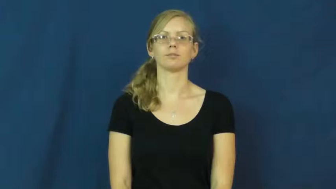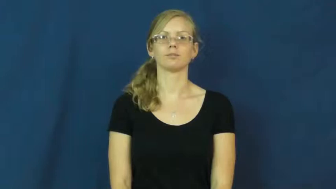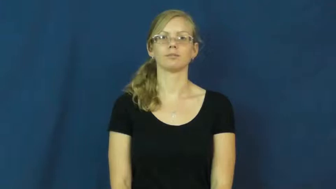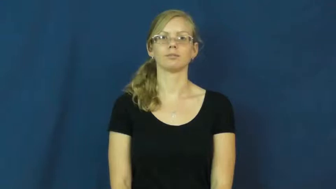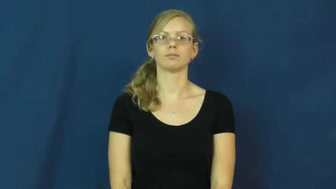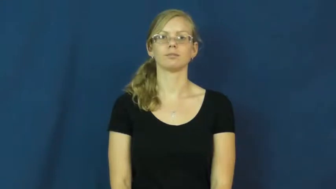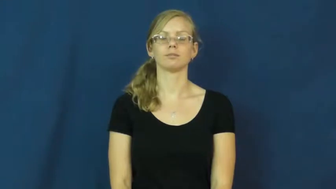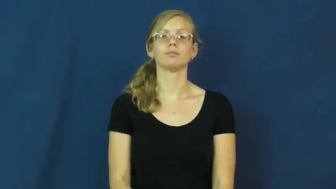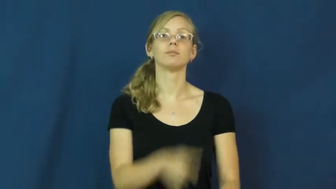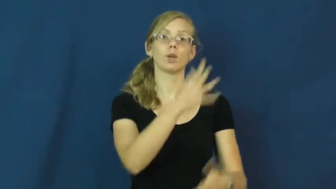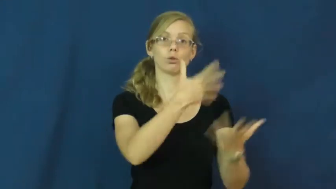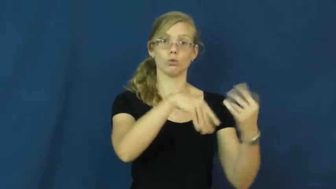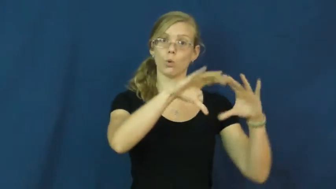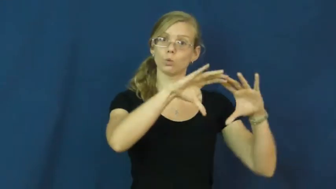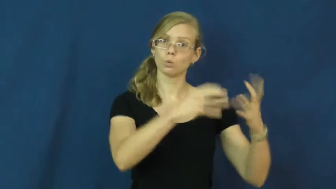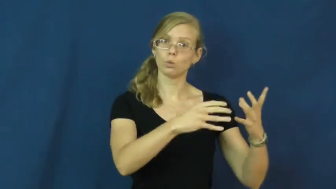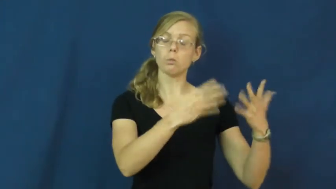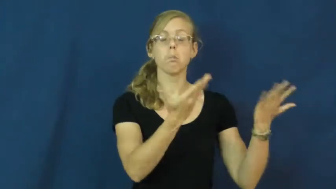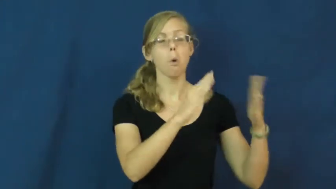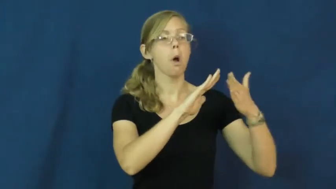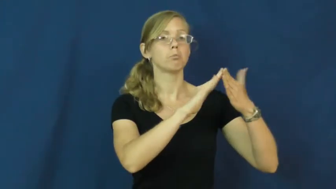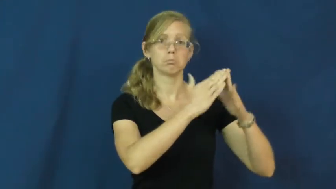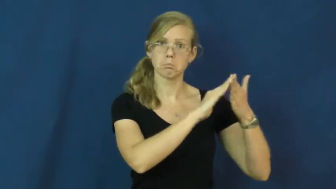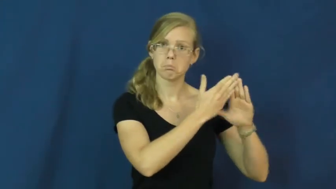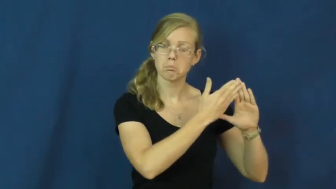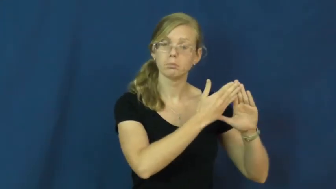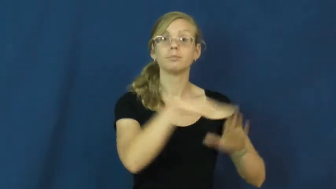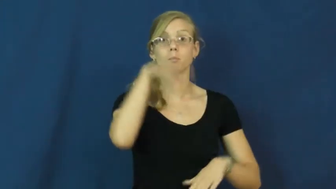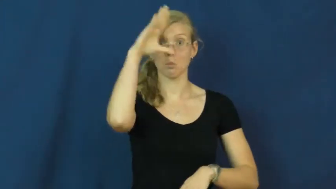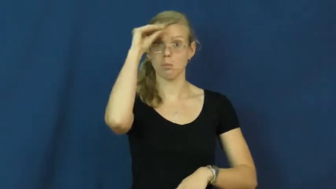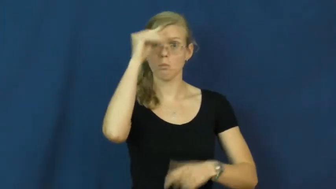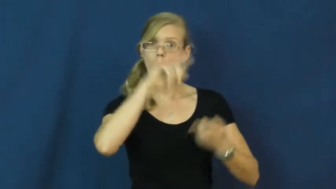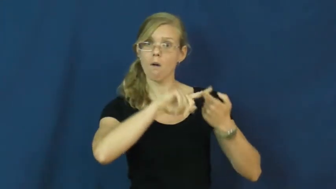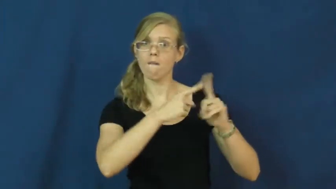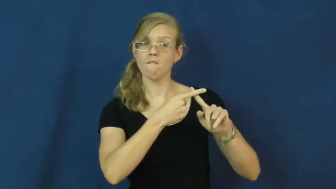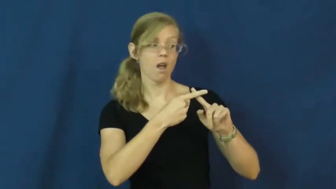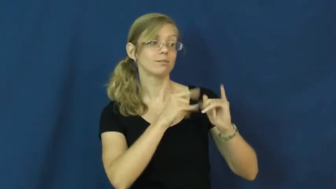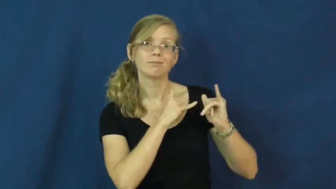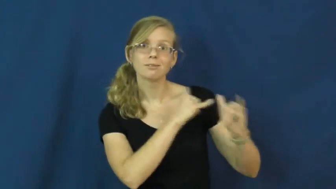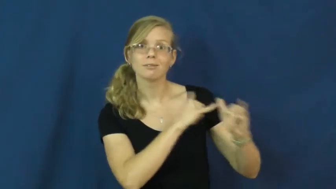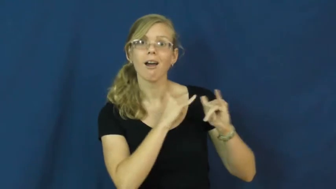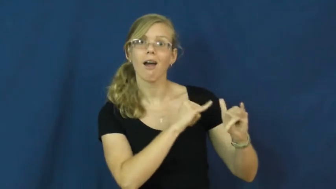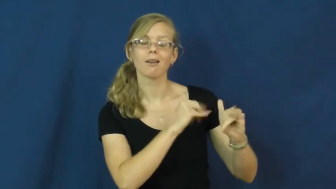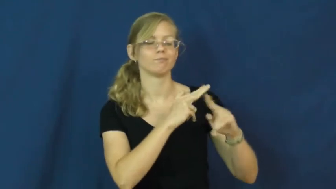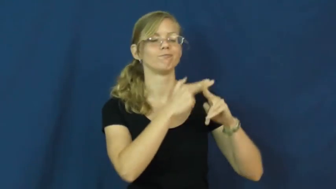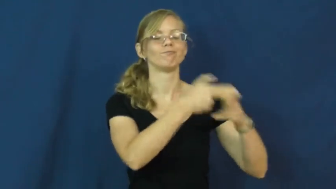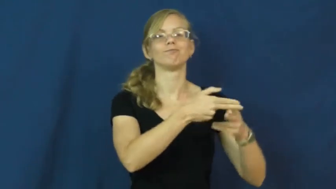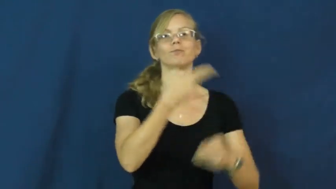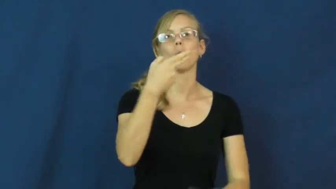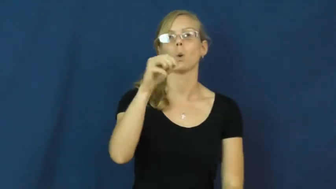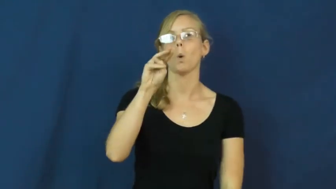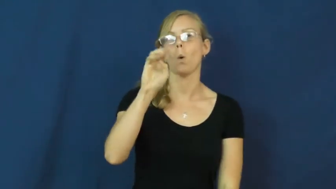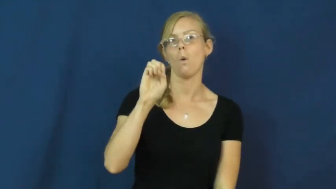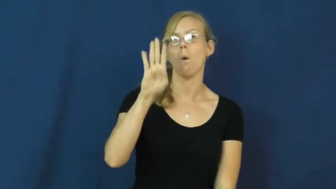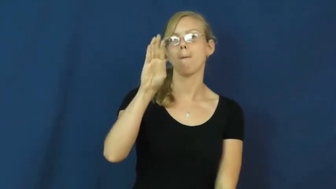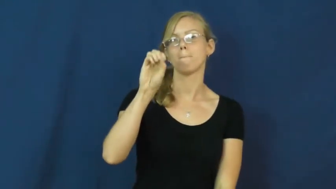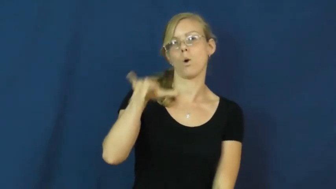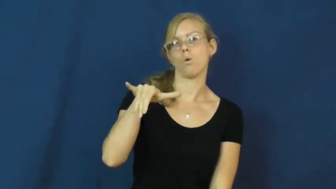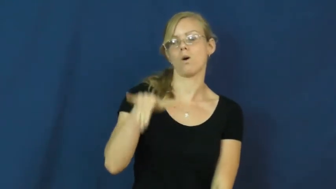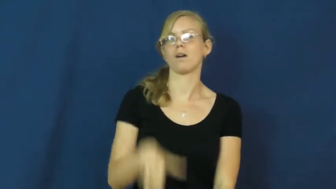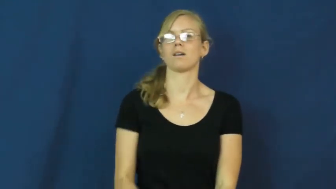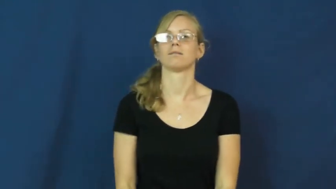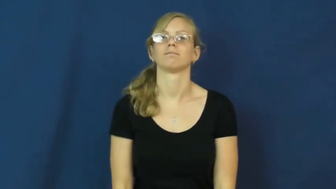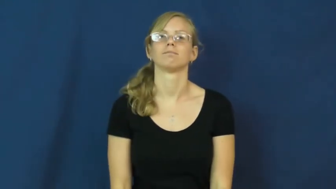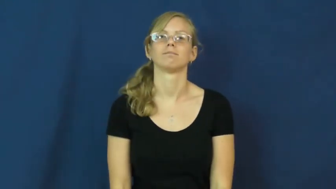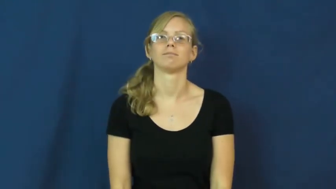homeboy,bro